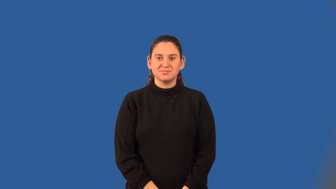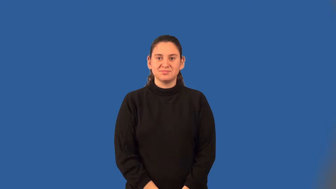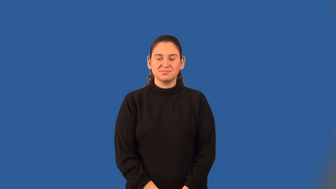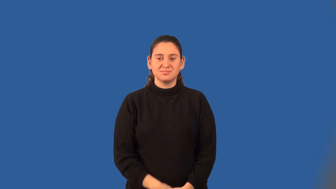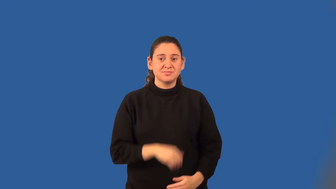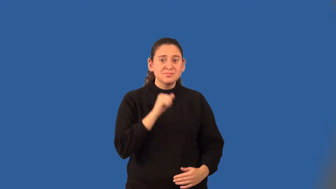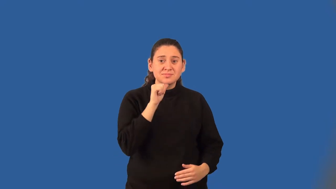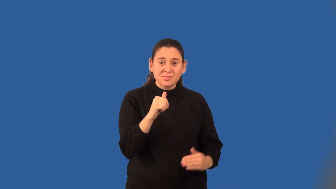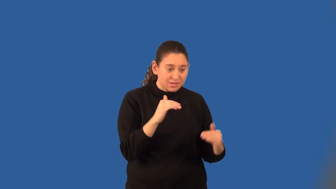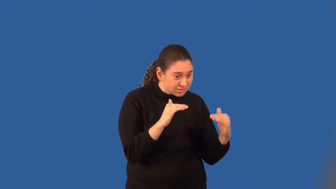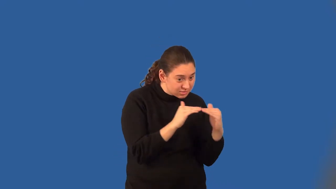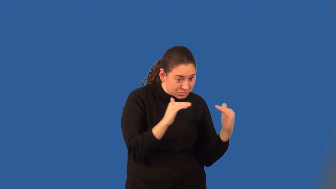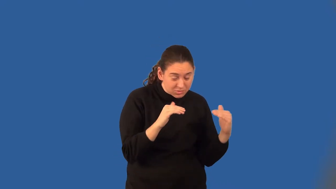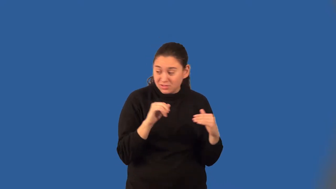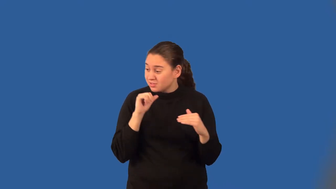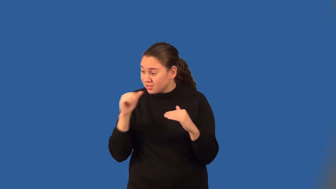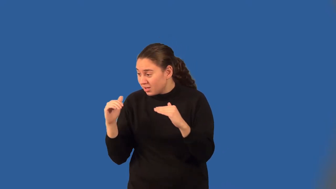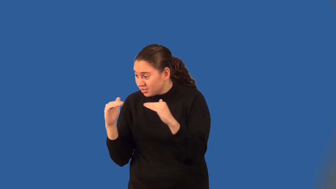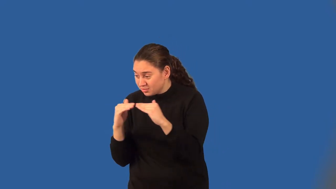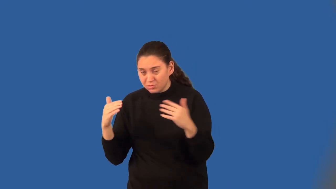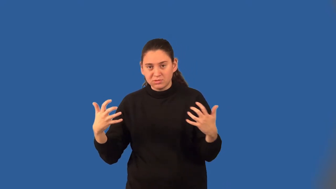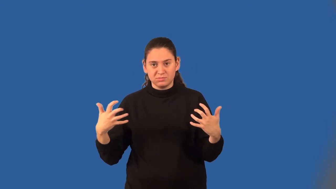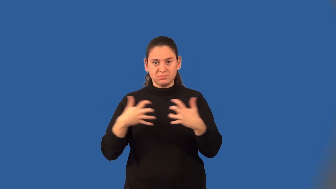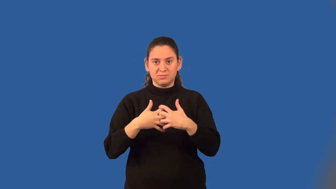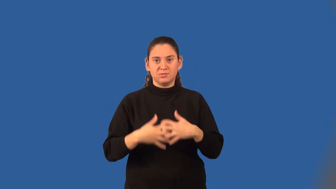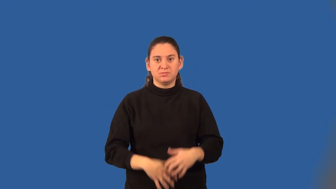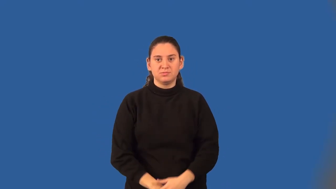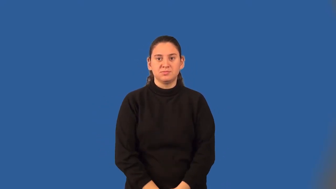compound inequality